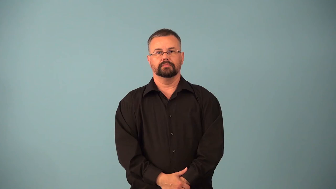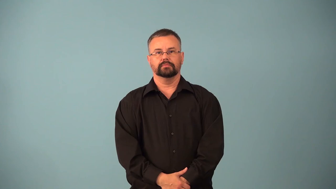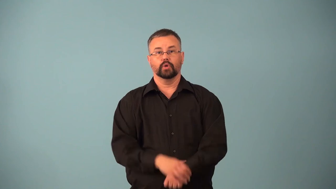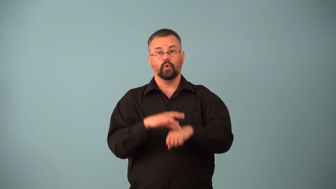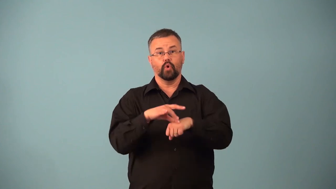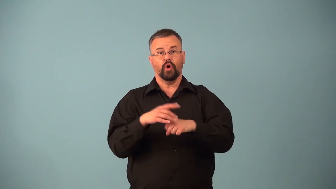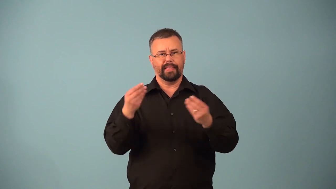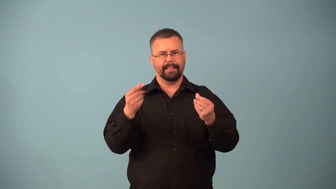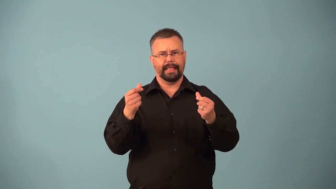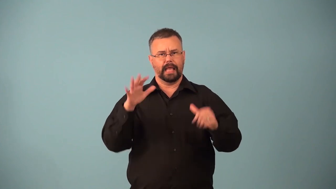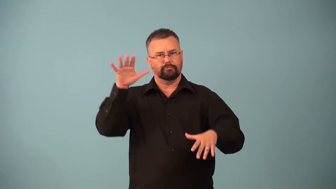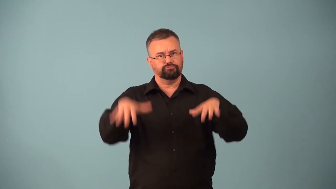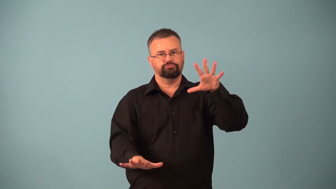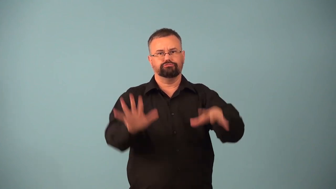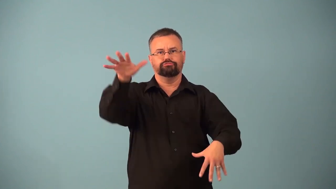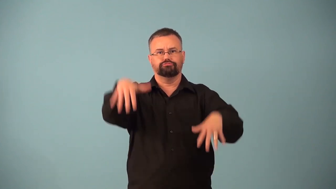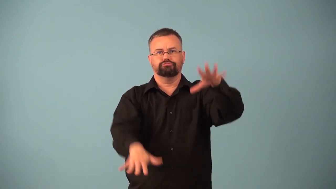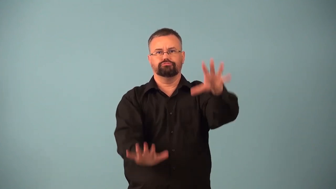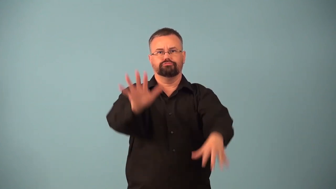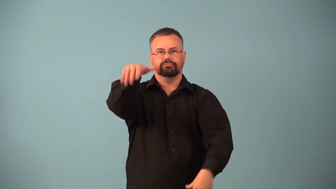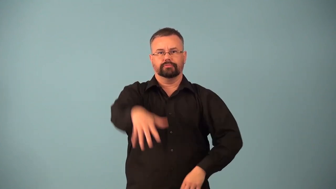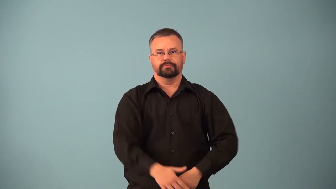landform